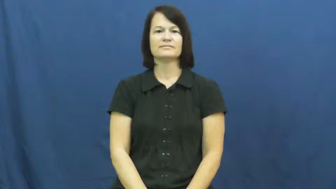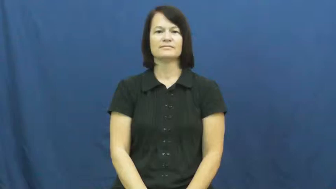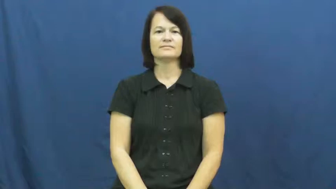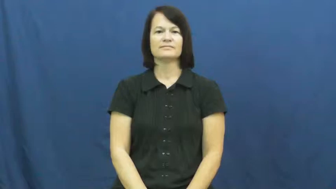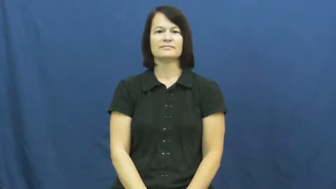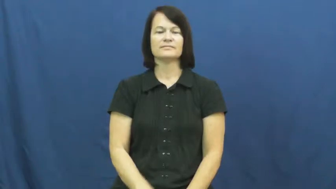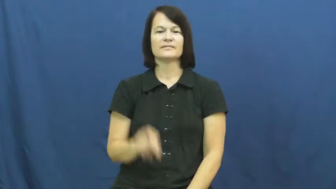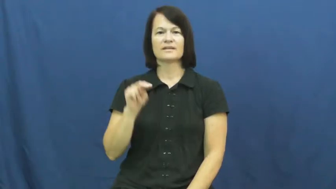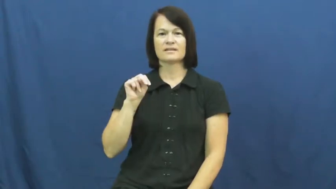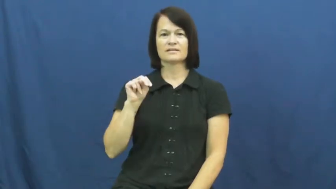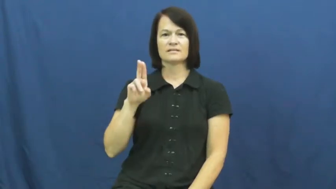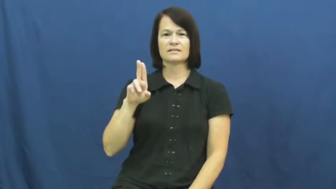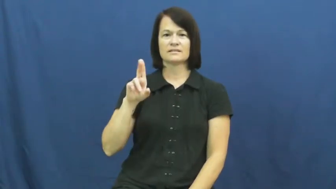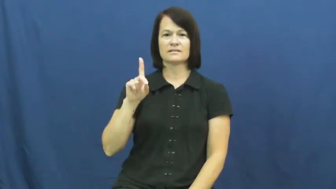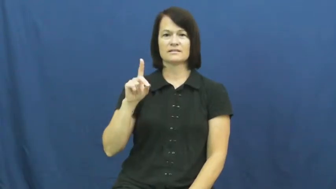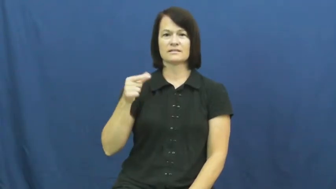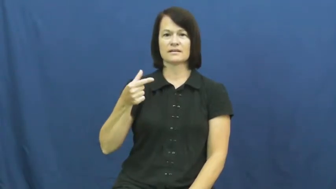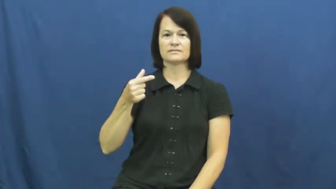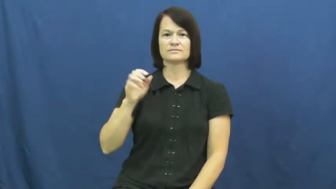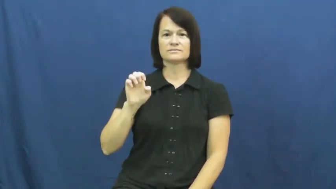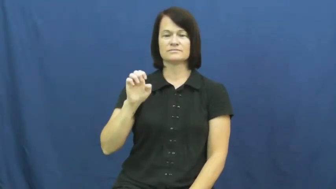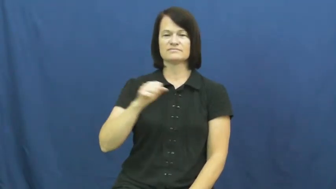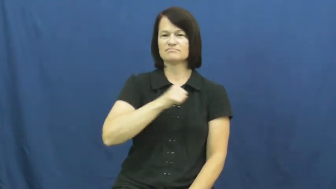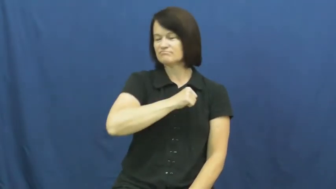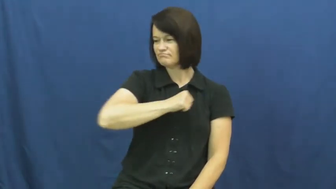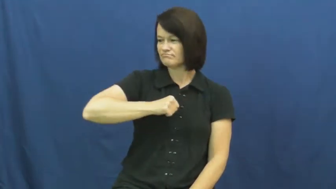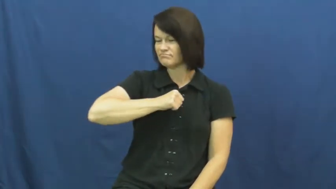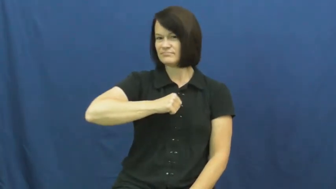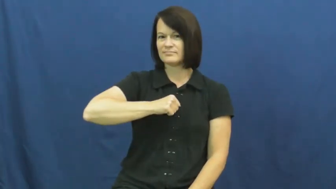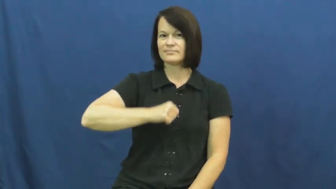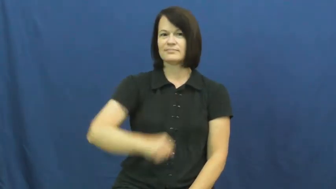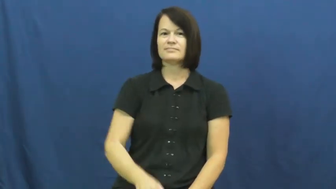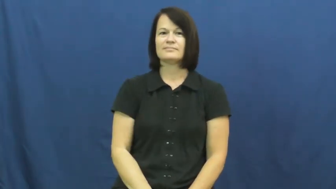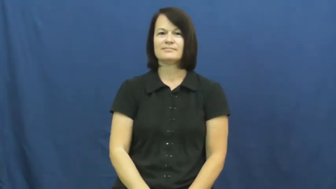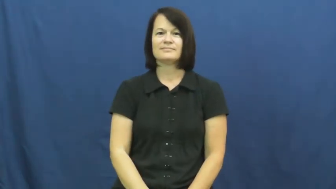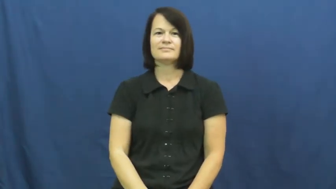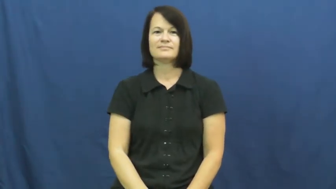nudge